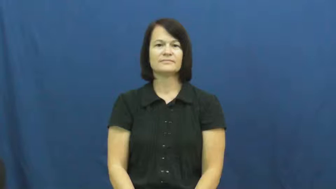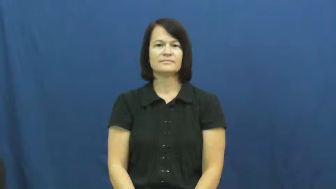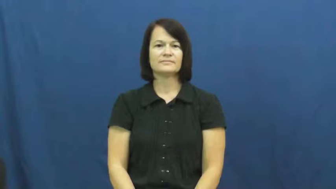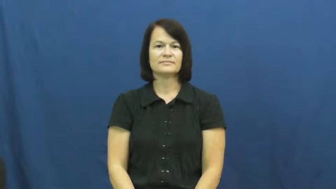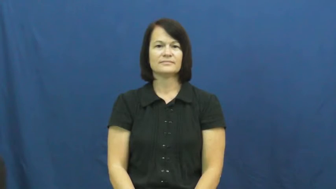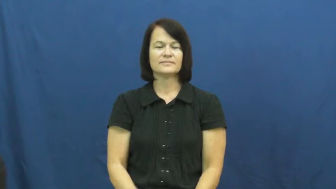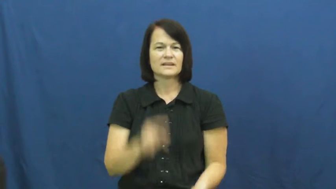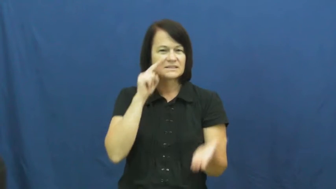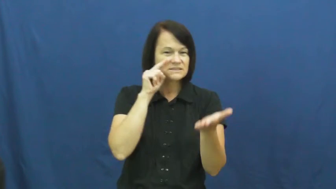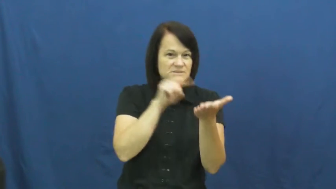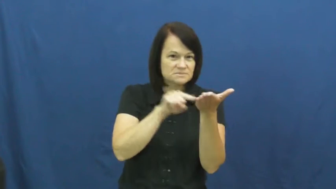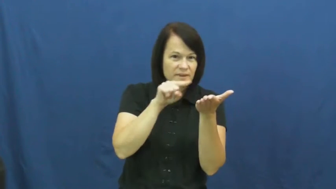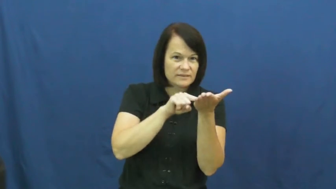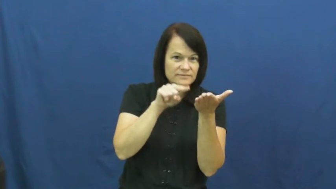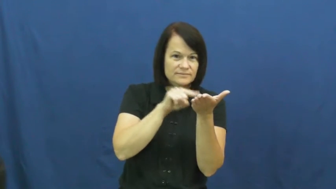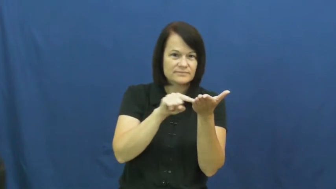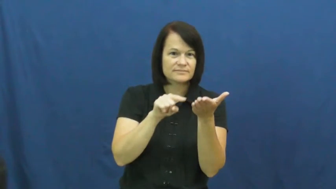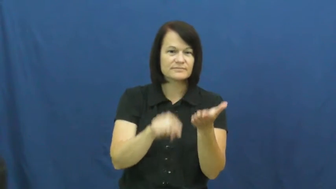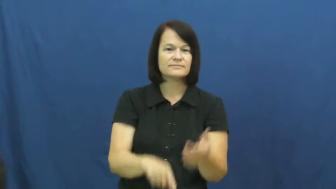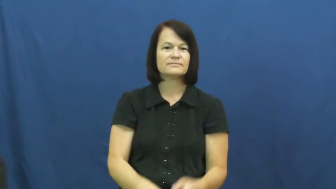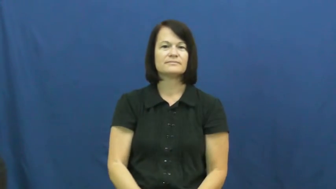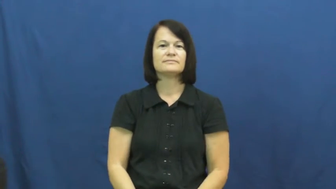inspect,check out,check,consult